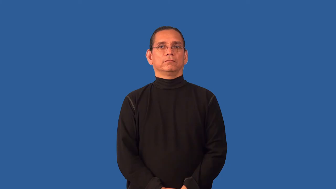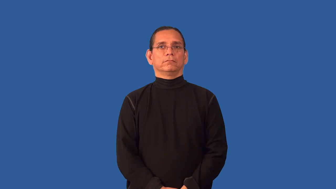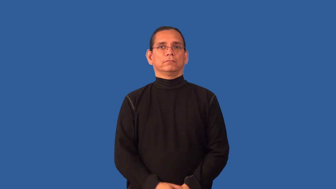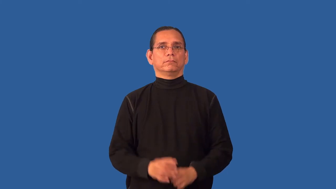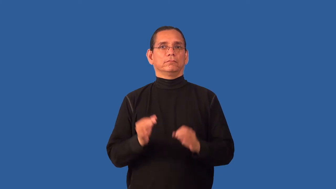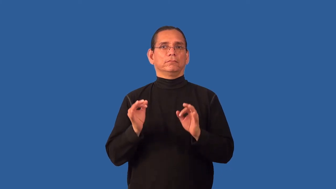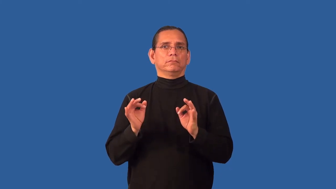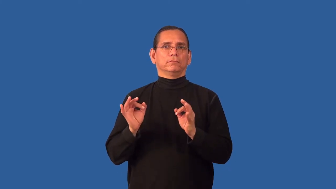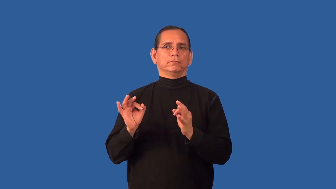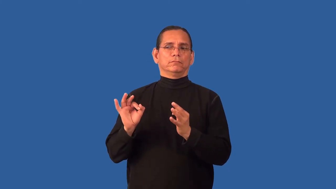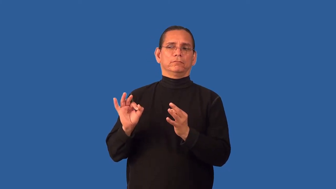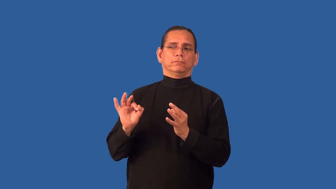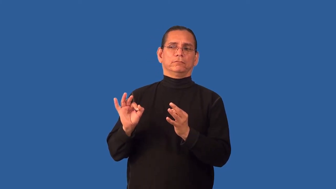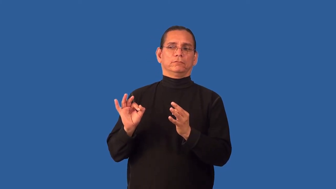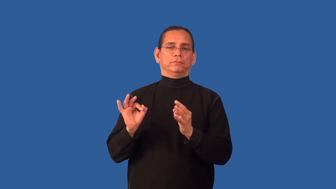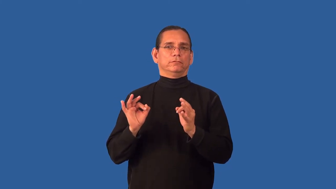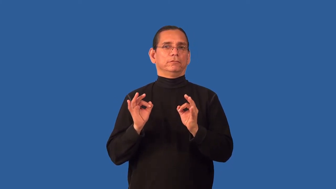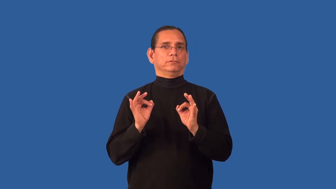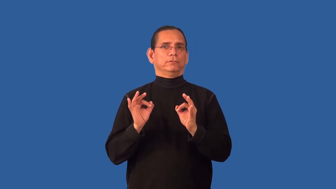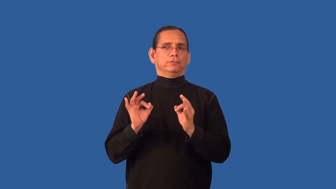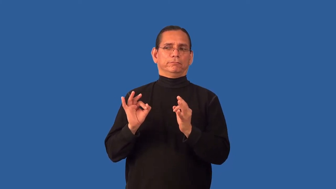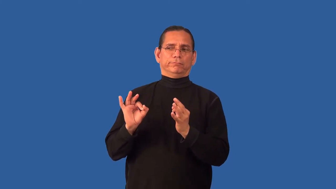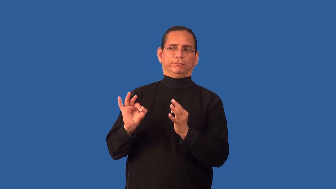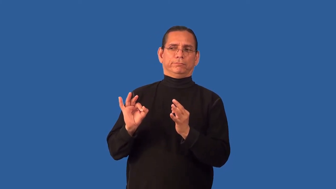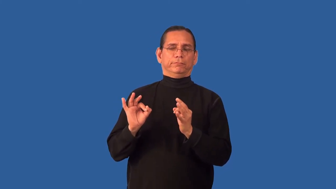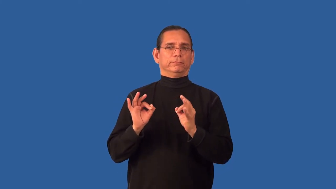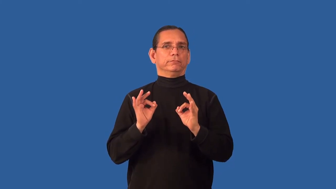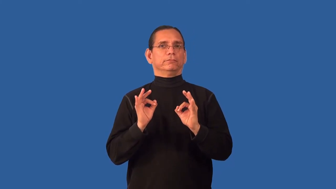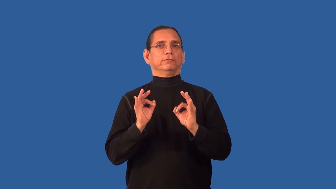askance-look